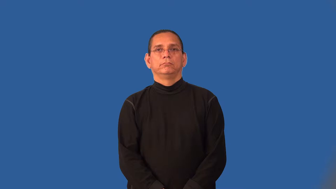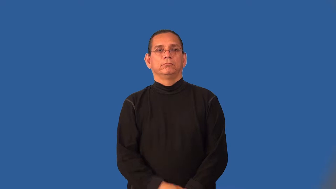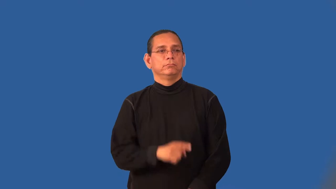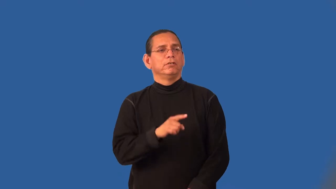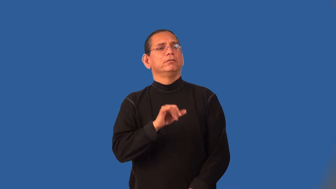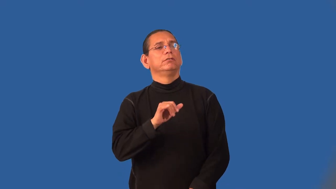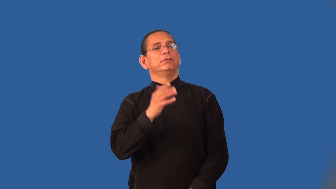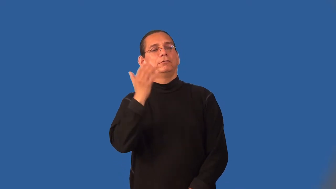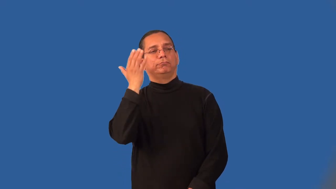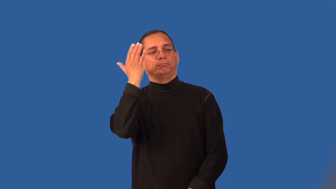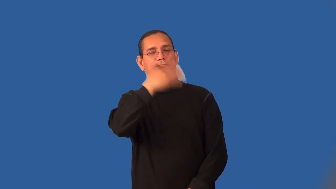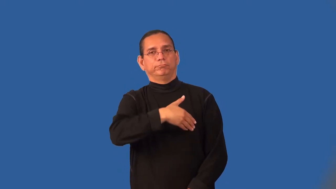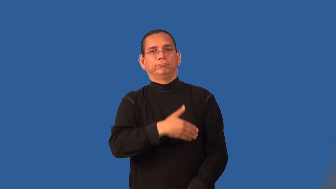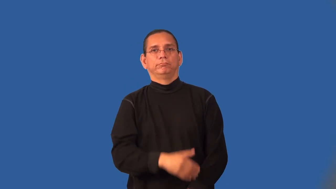latent